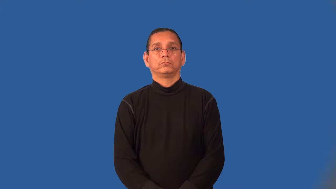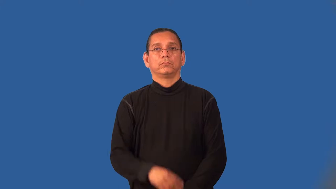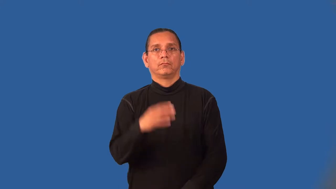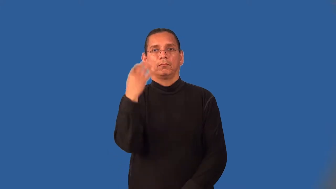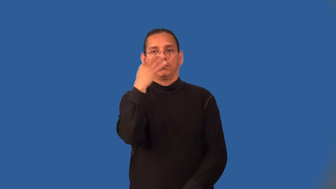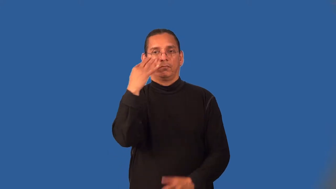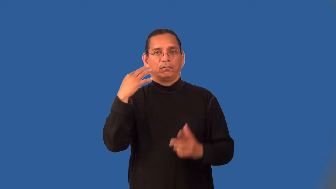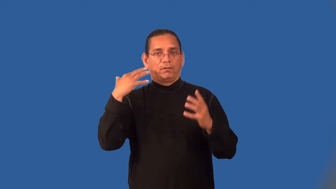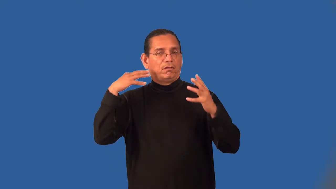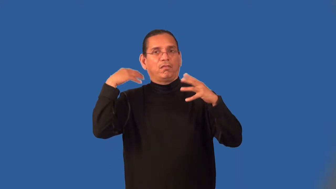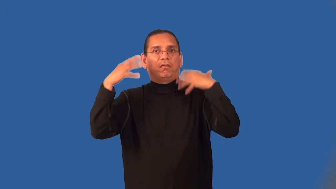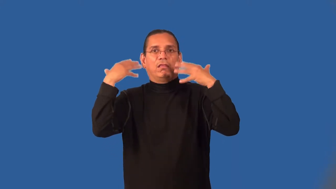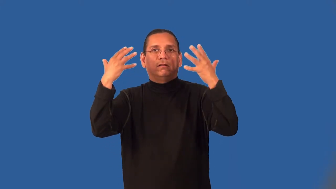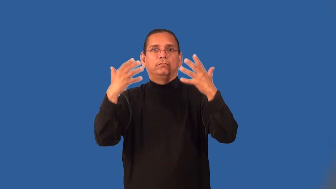maniacal